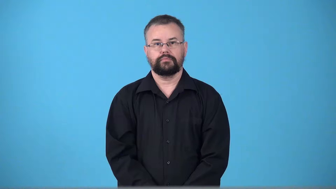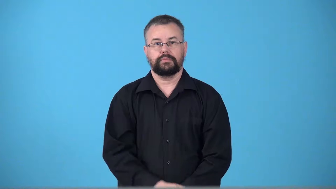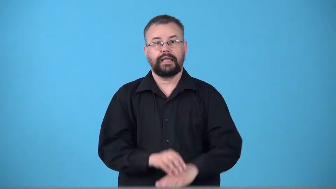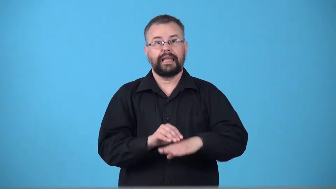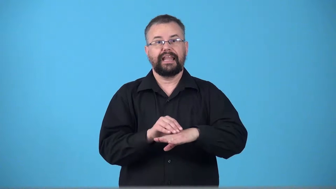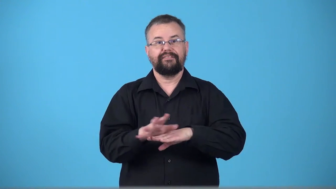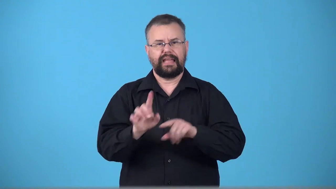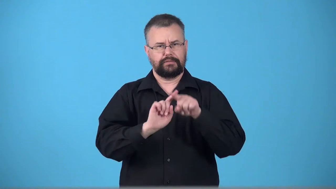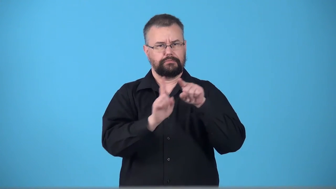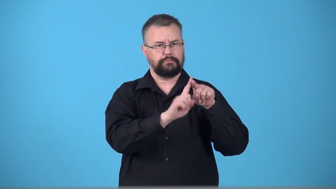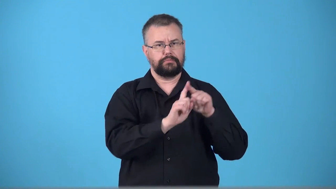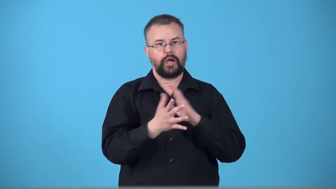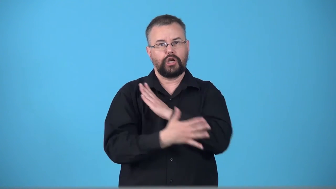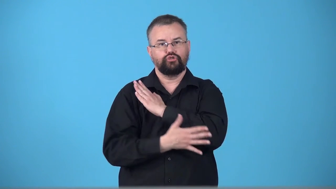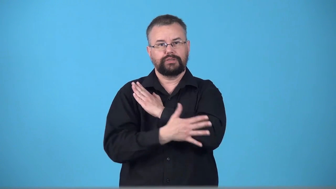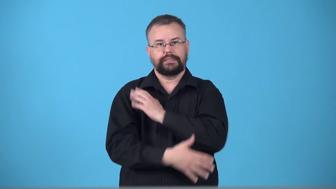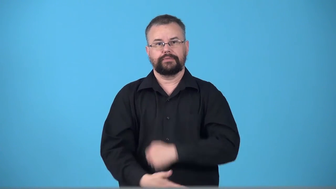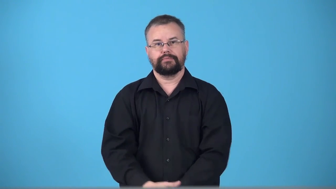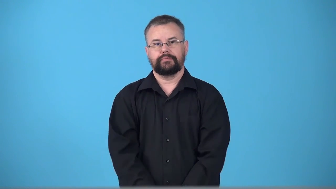transnational